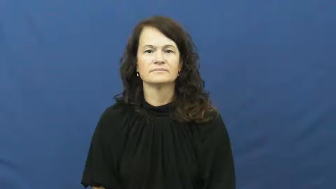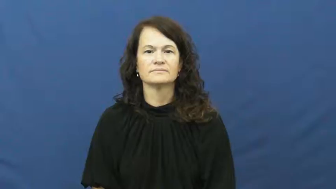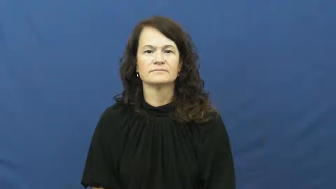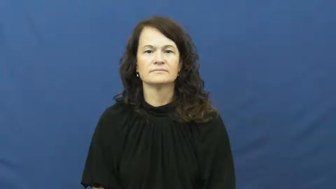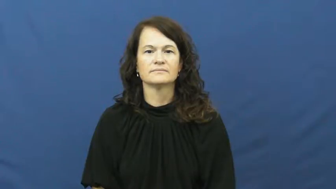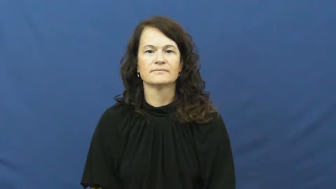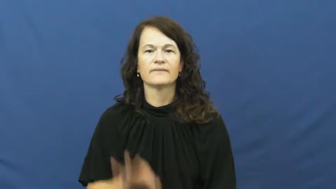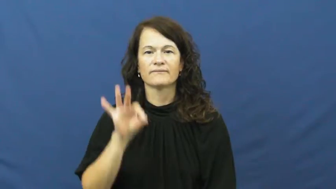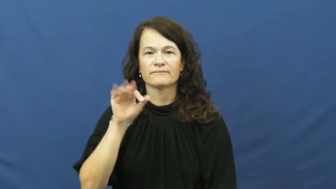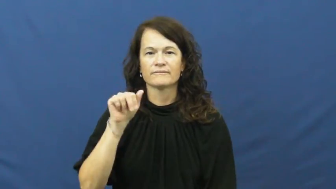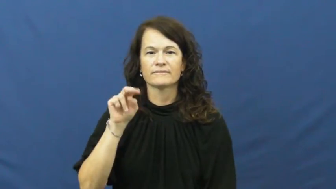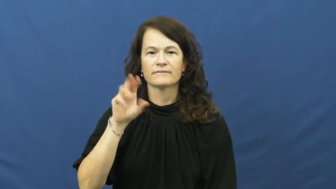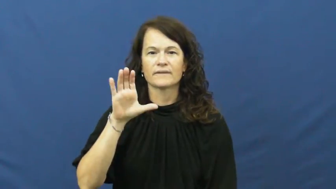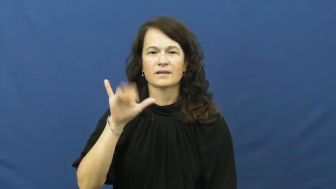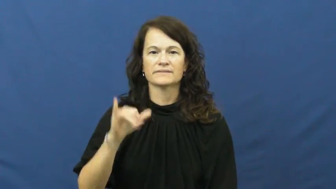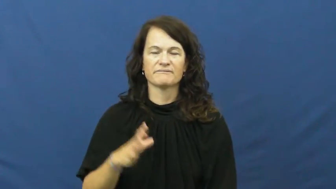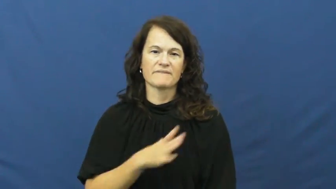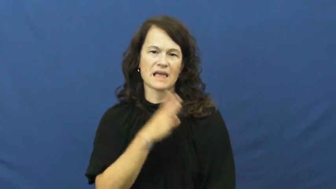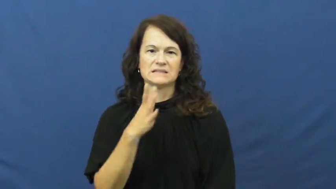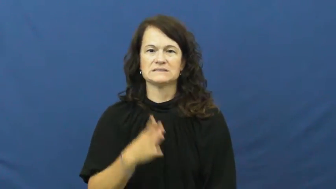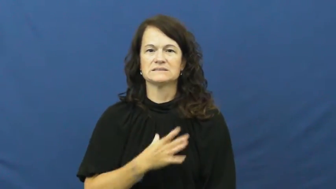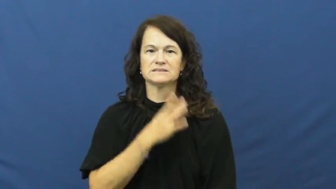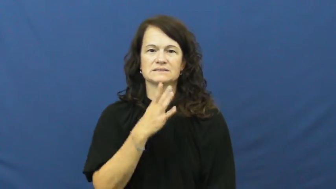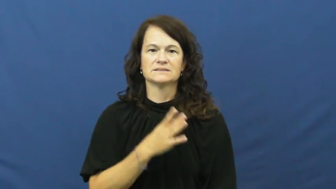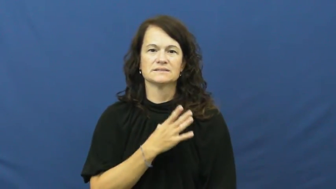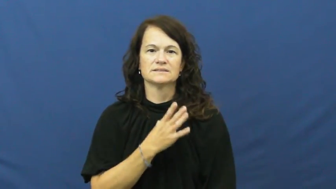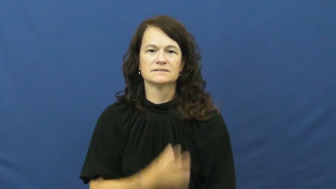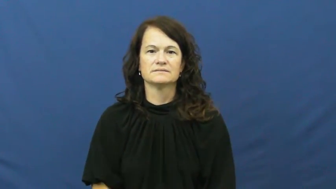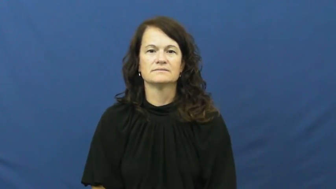fancy